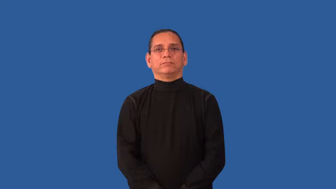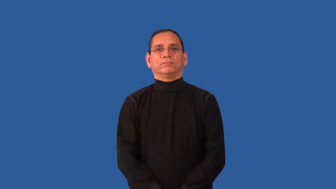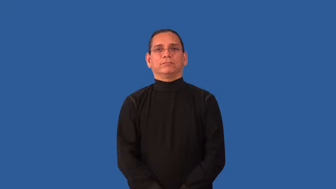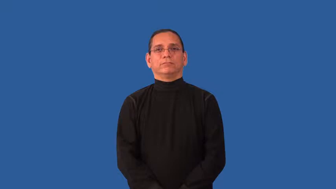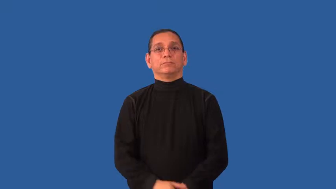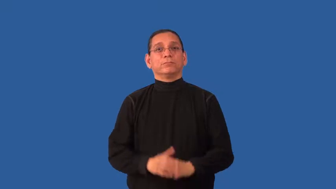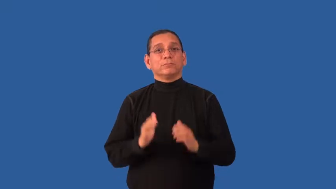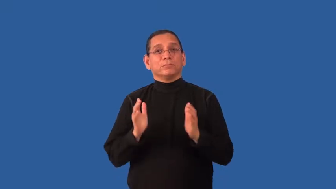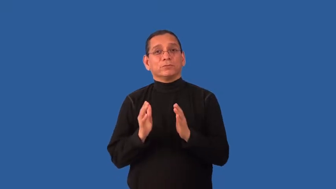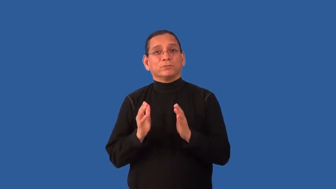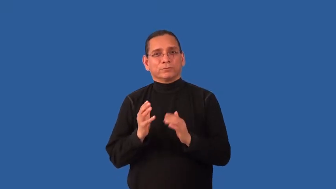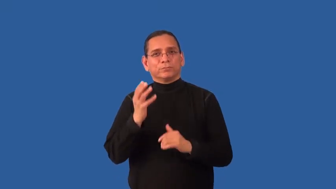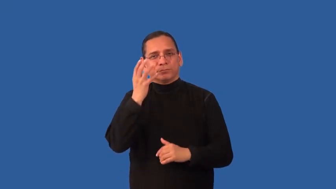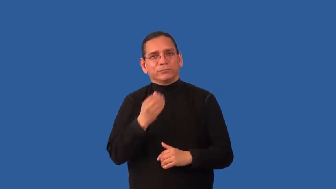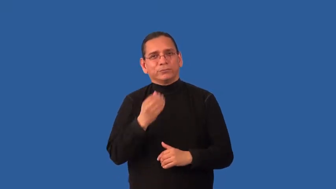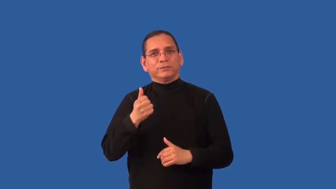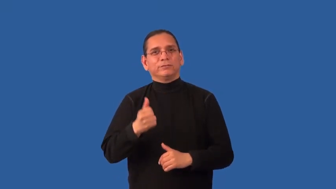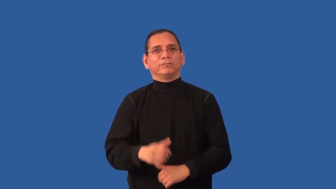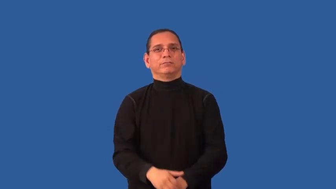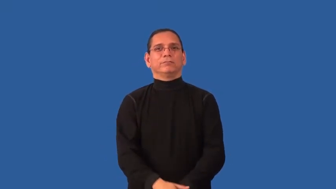dainty,twee,cunning